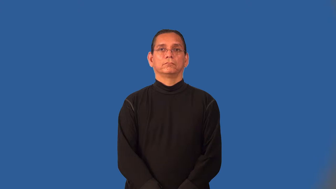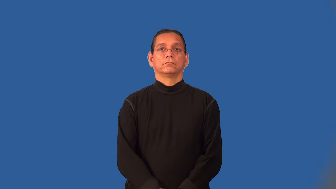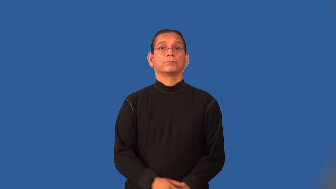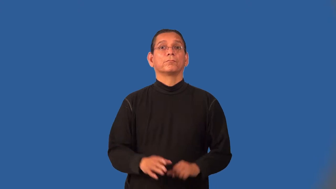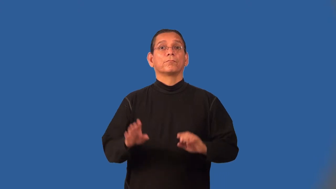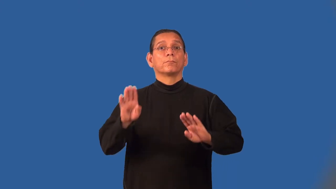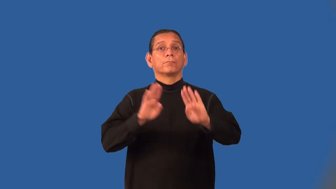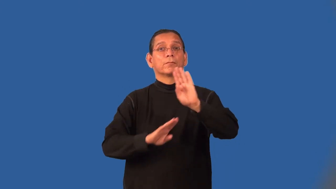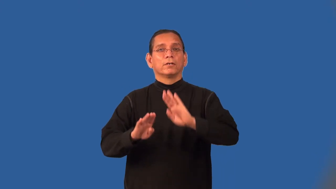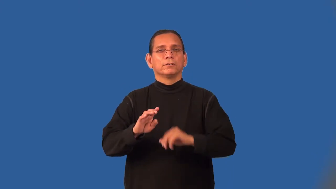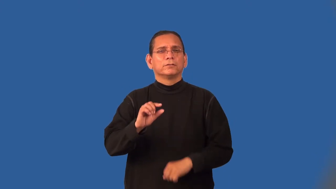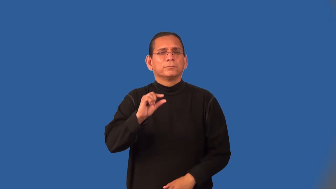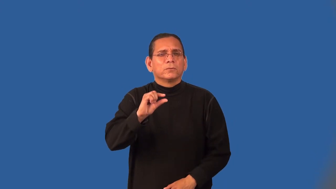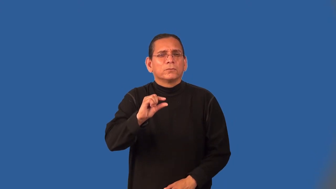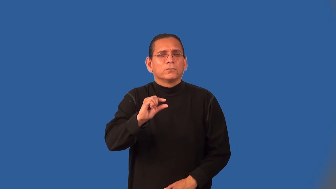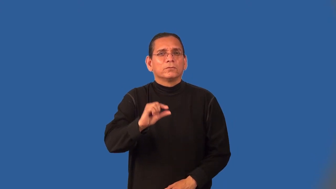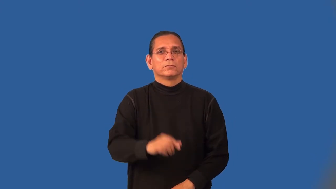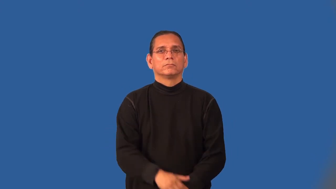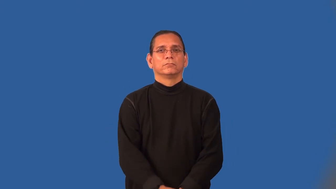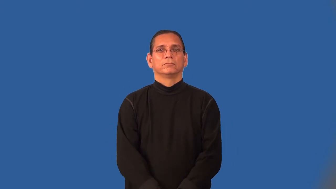microbiology